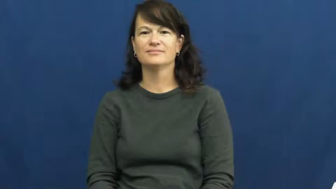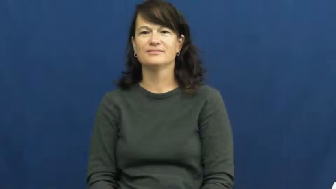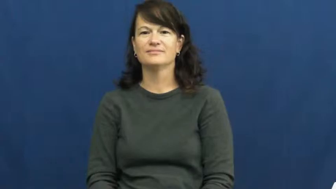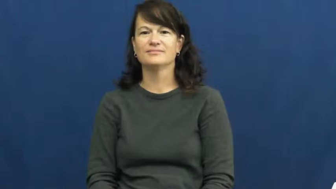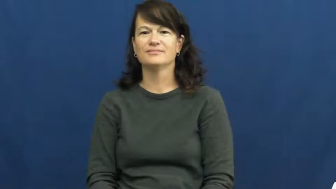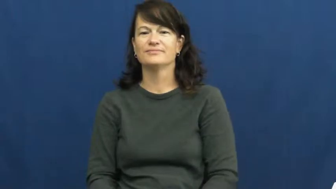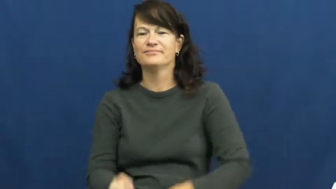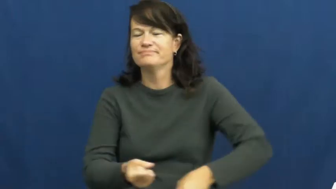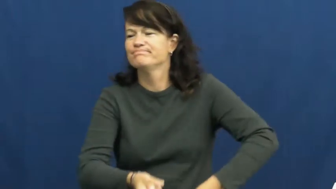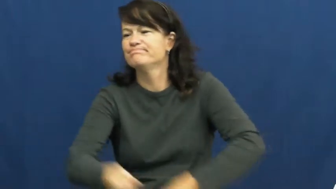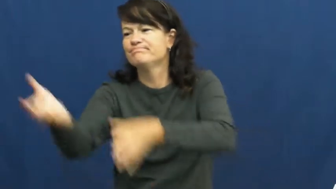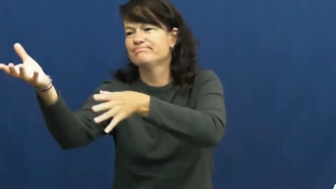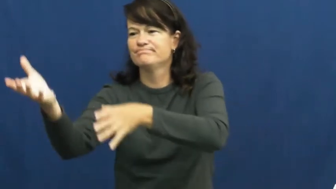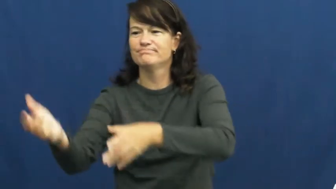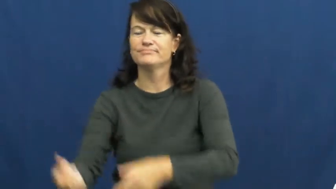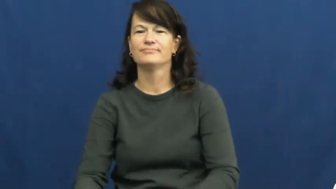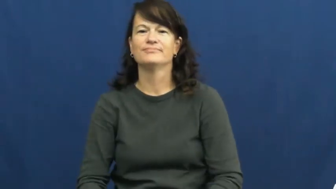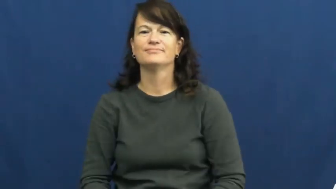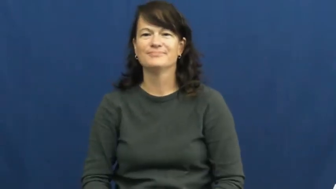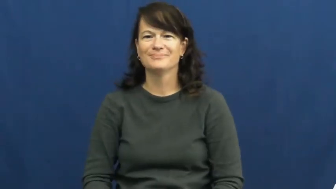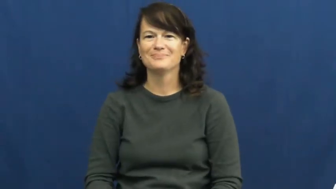throw away,throw out